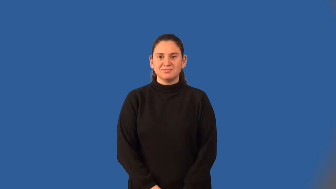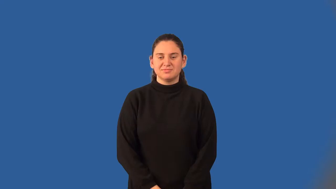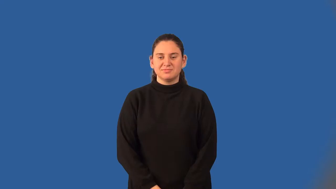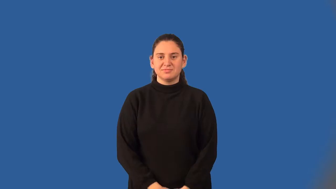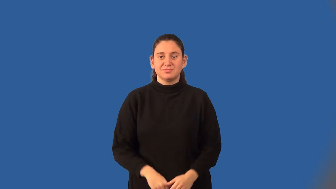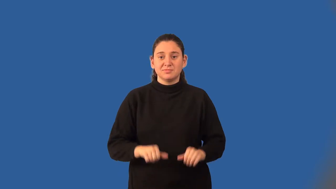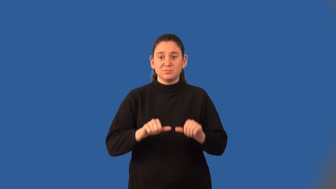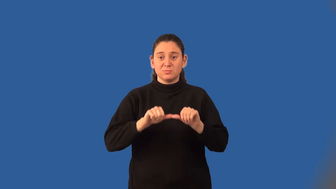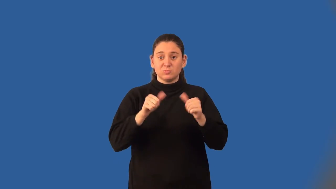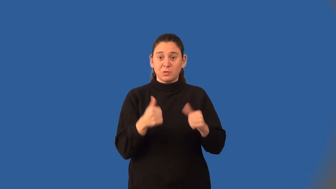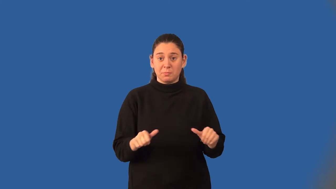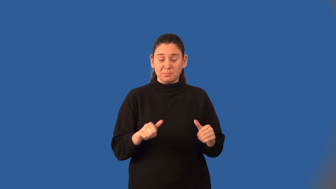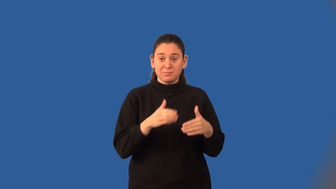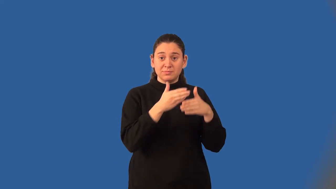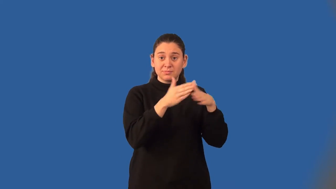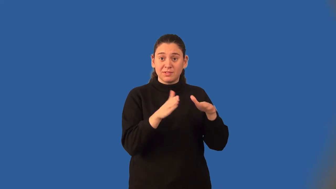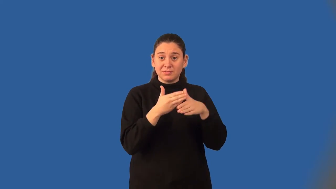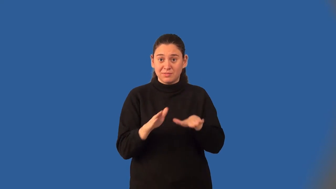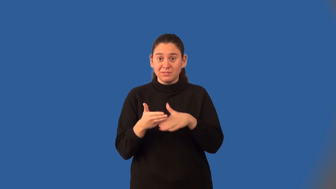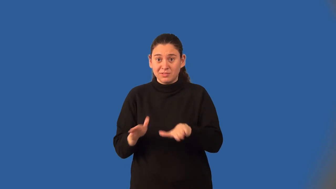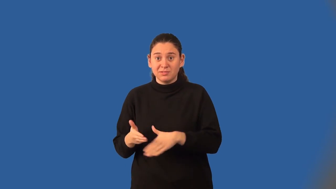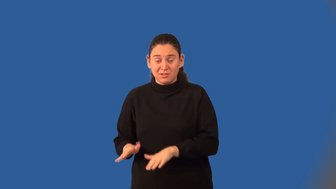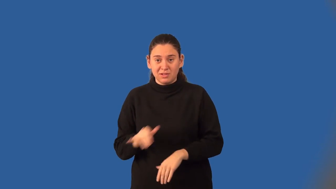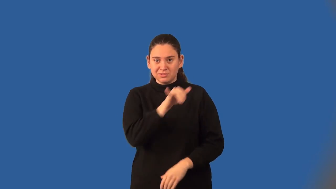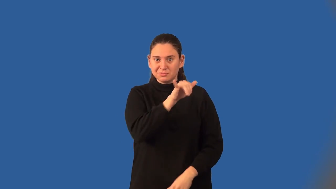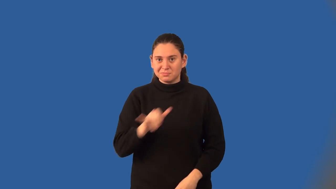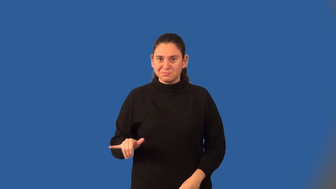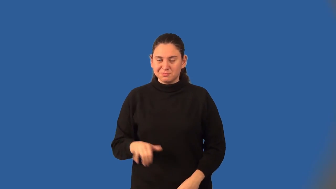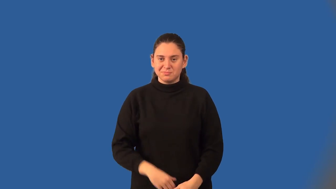fractal-math